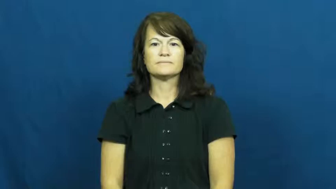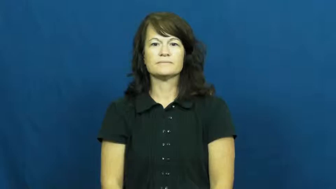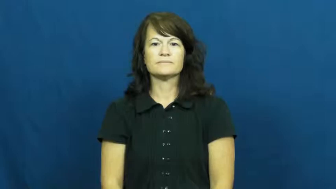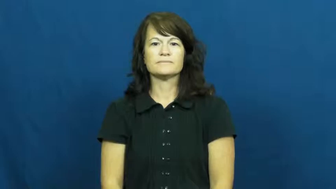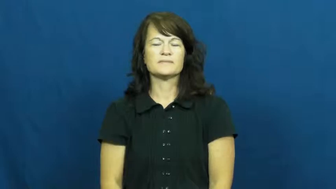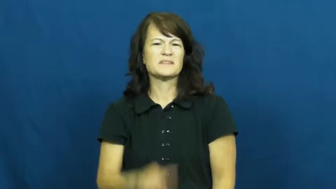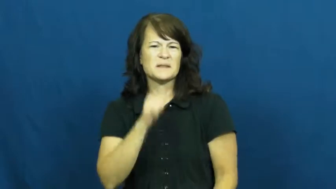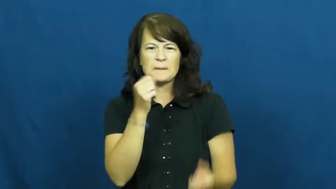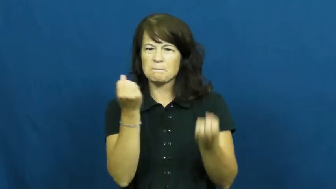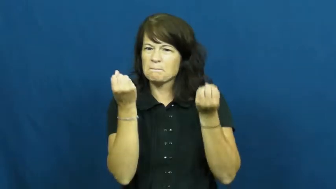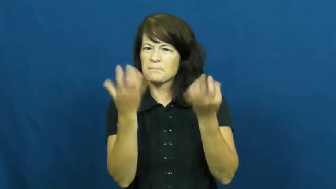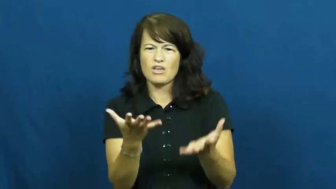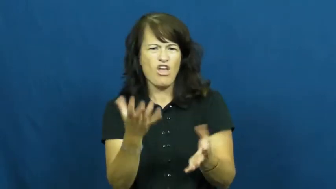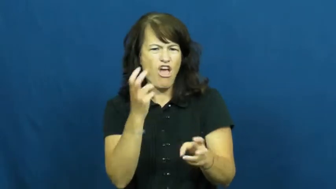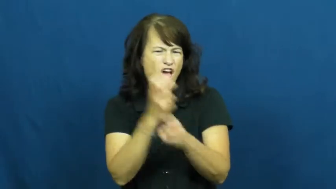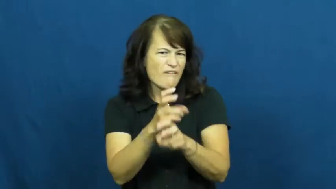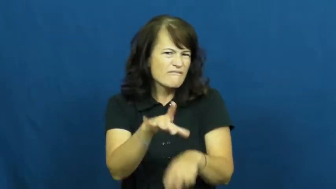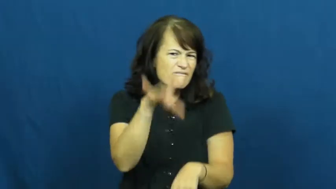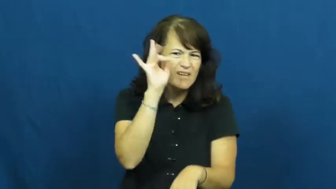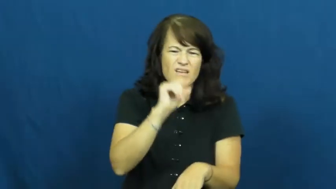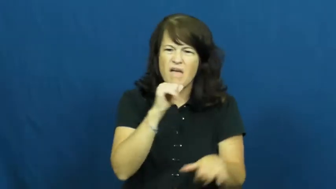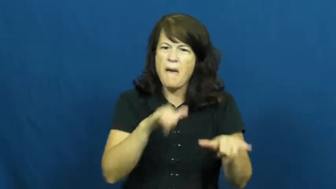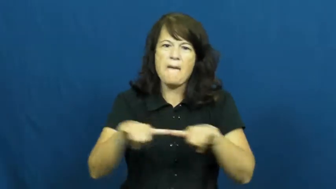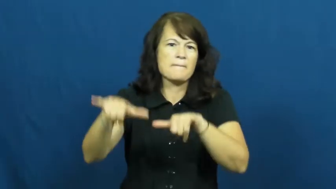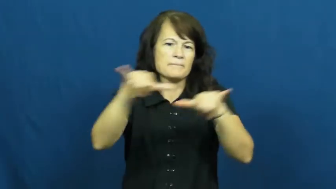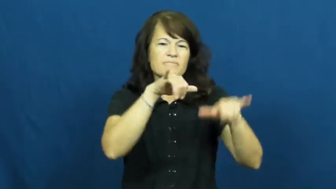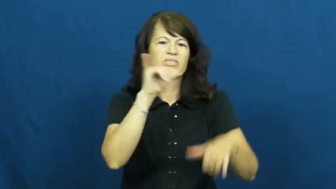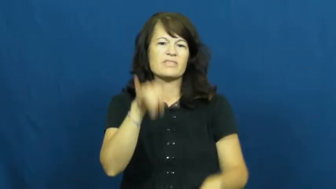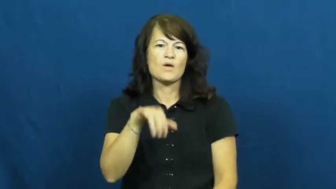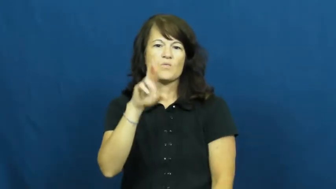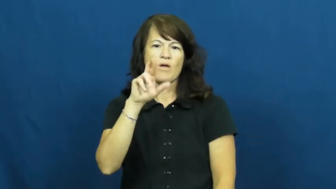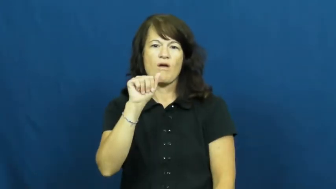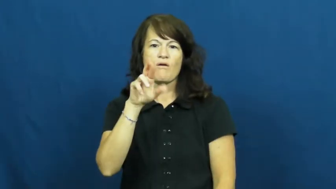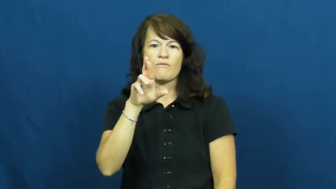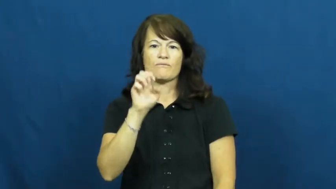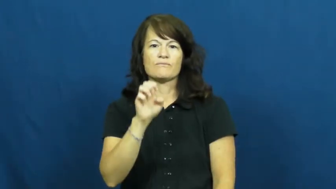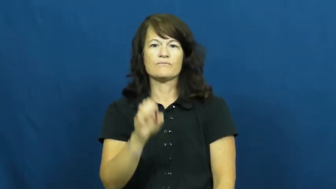rare-scarce